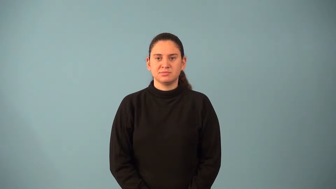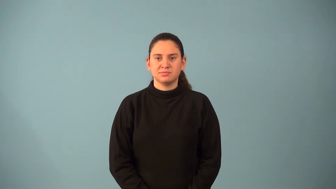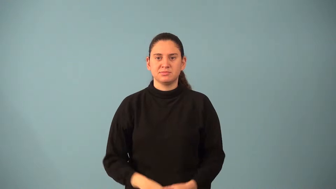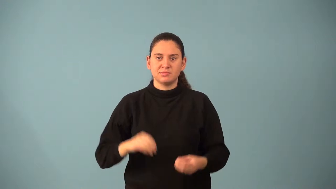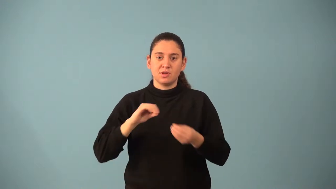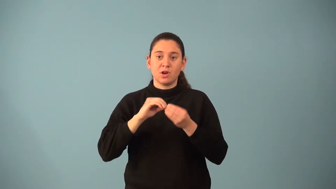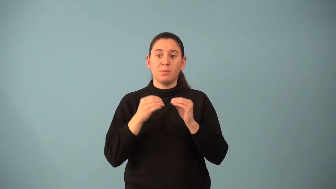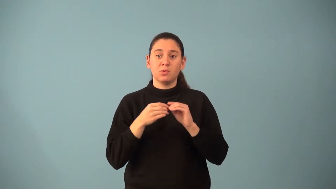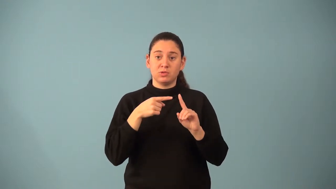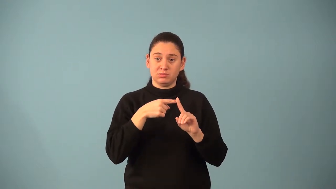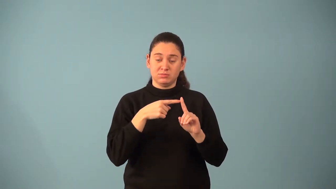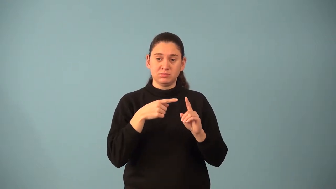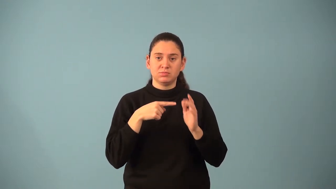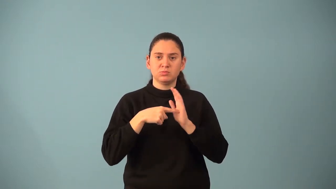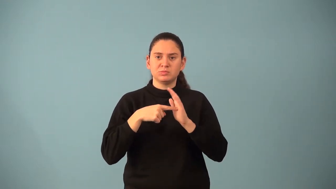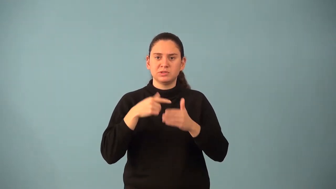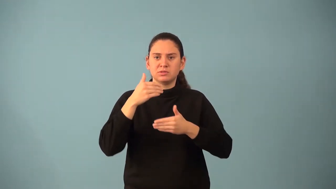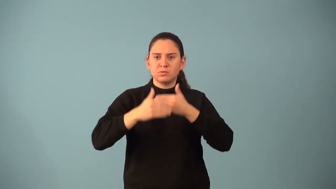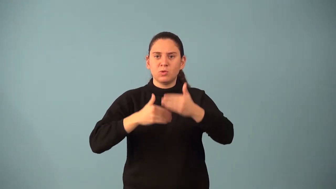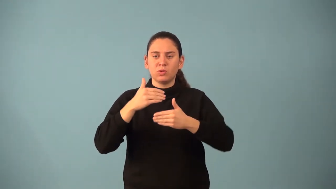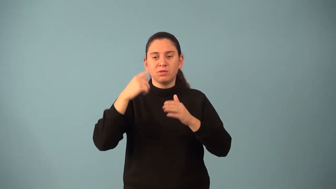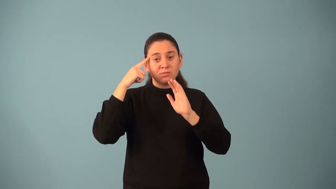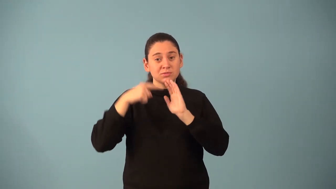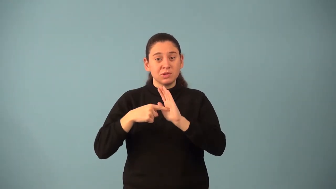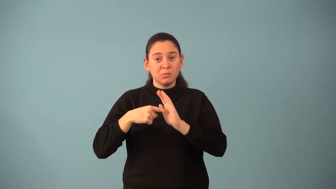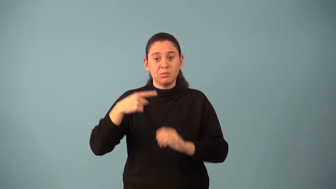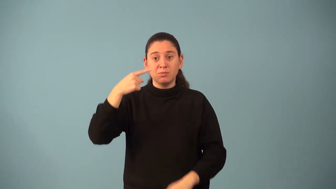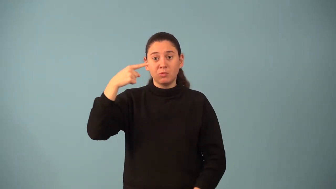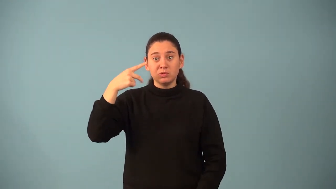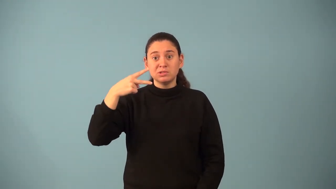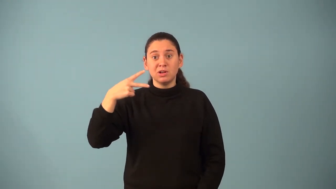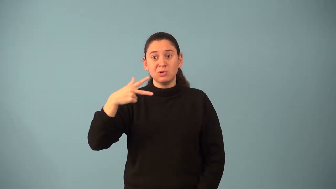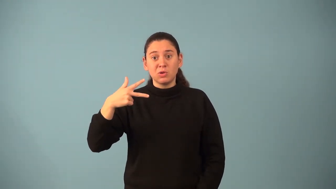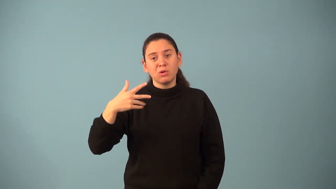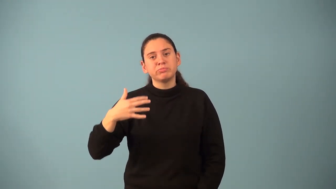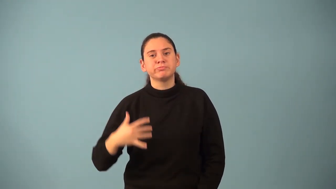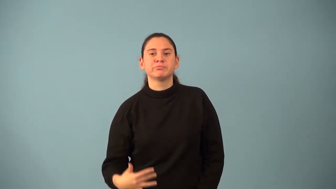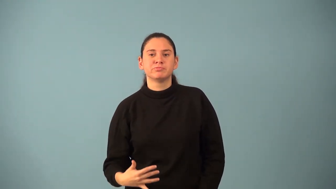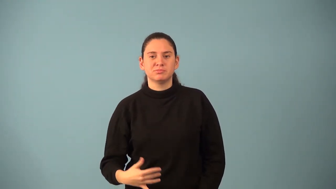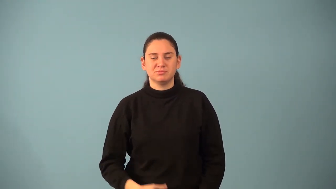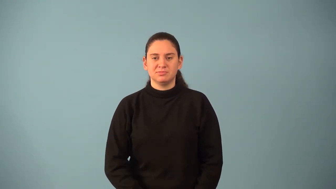ordinal